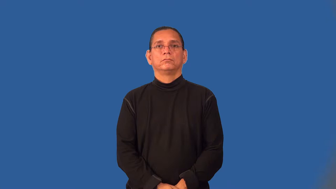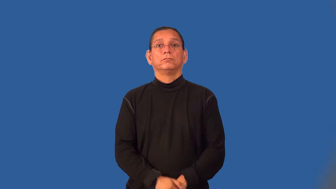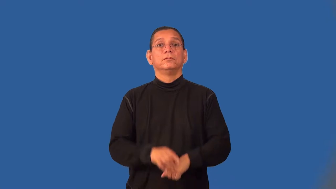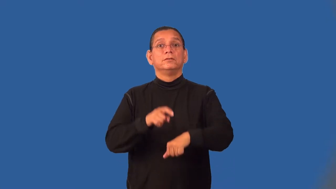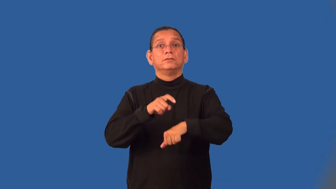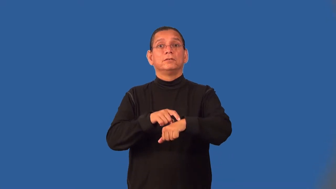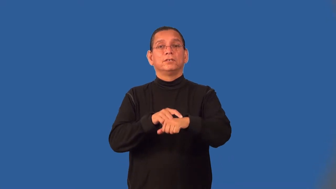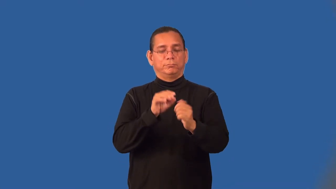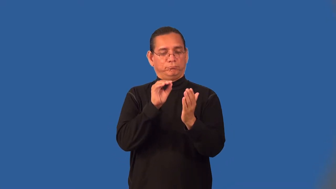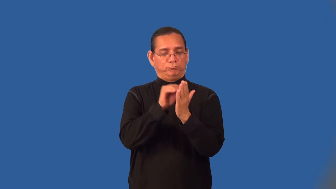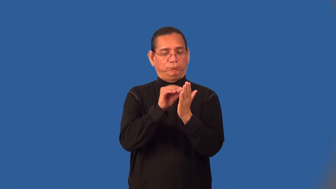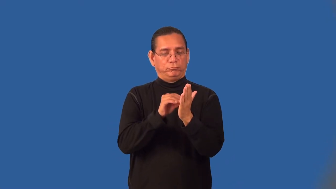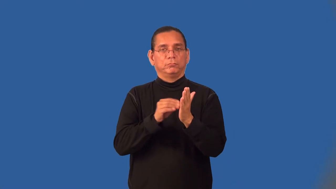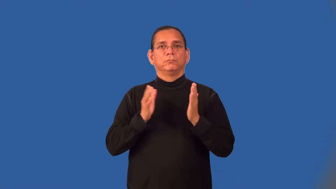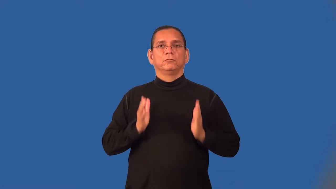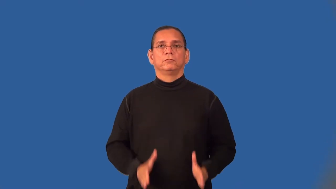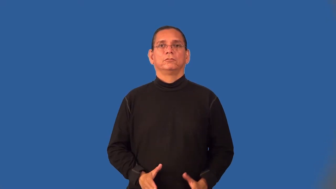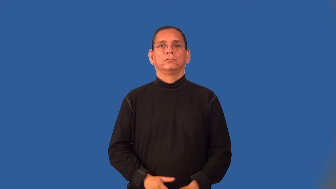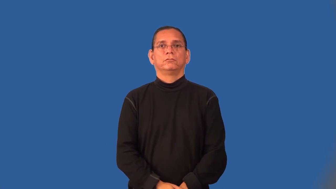timekeeper